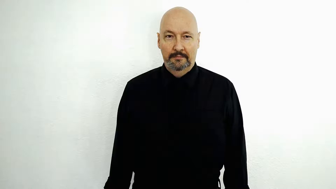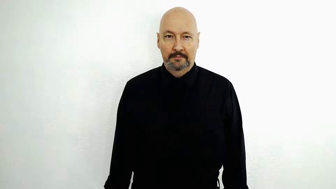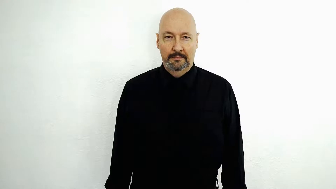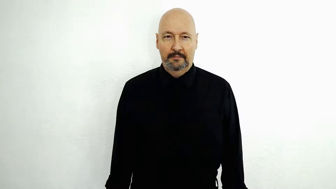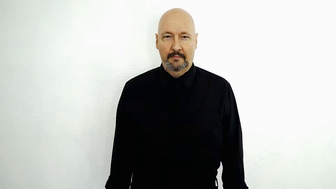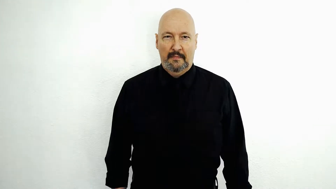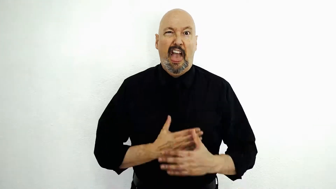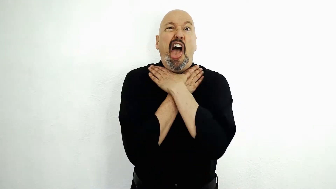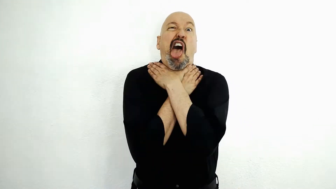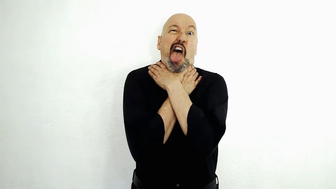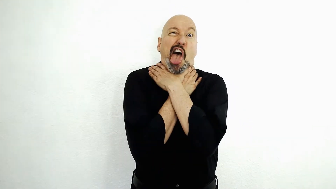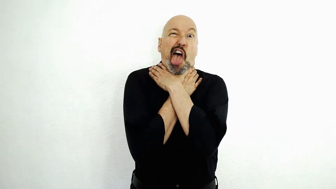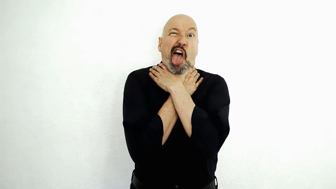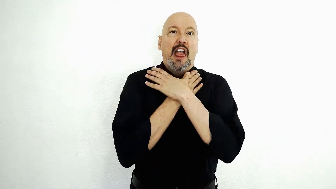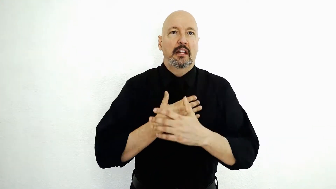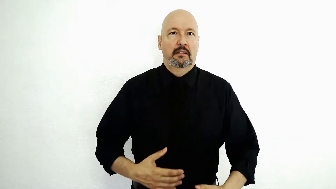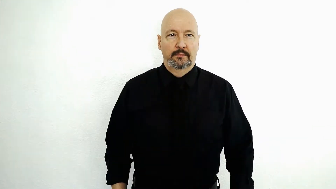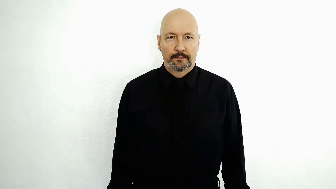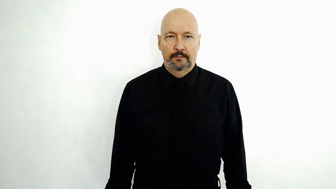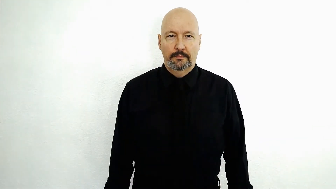Yuck / gag me / Gag! / YUCK-[2h-choke-version]